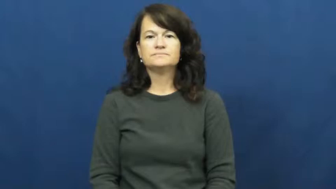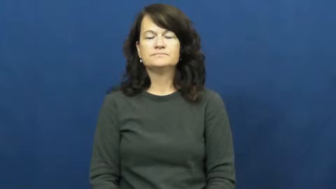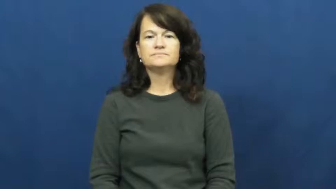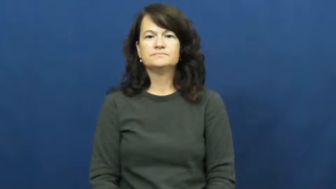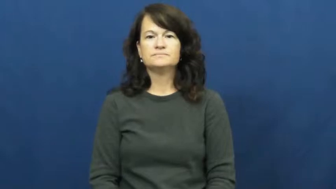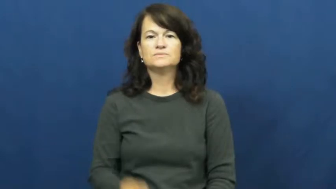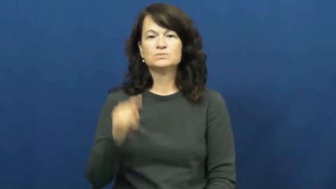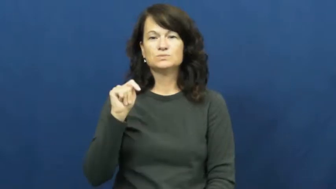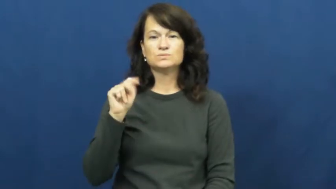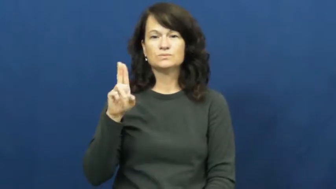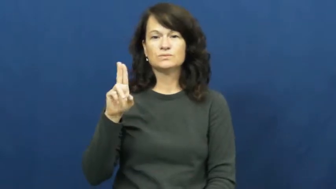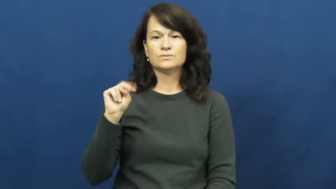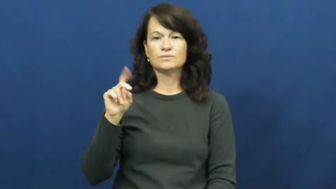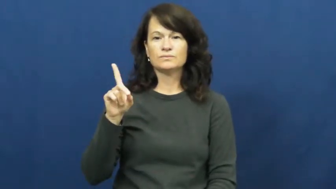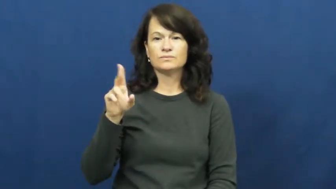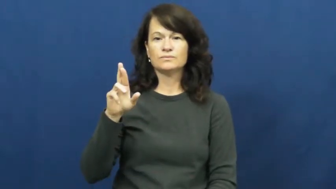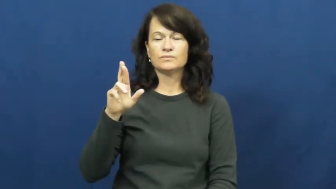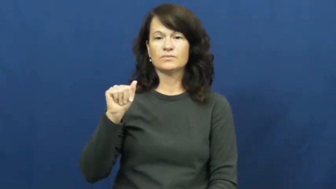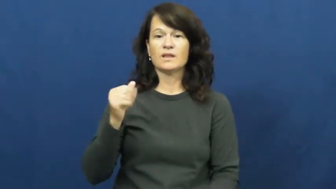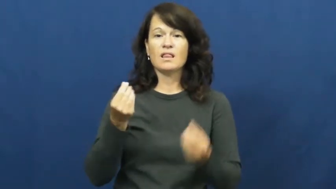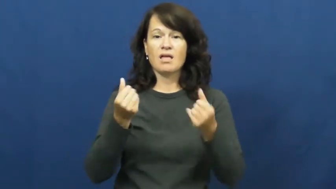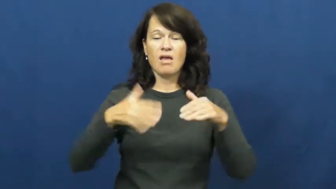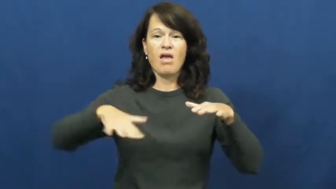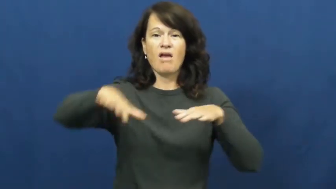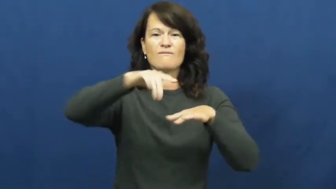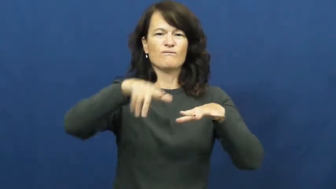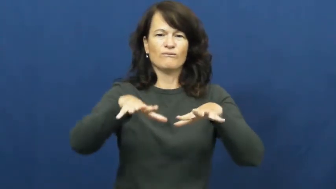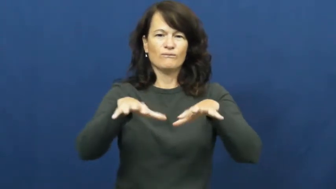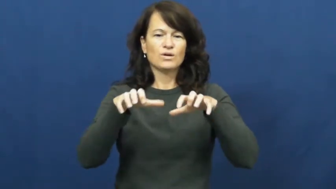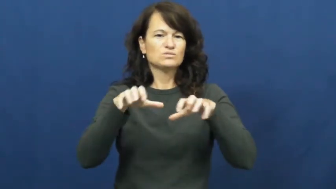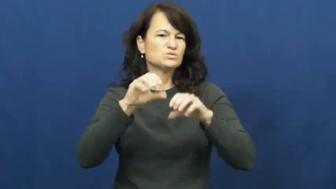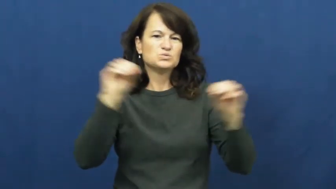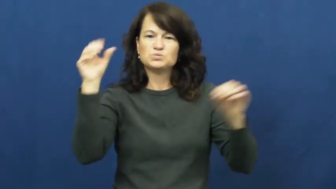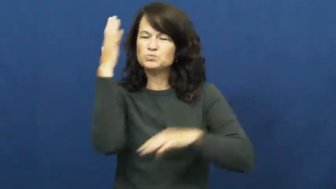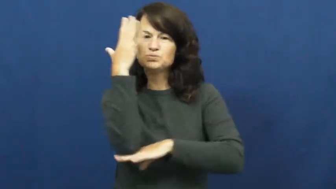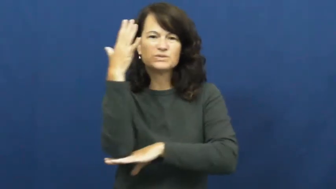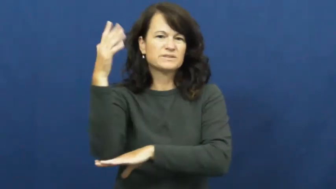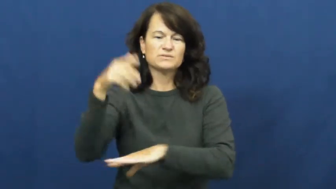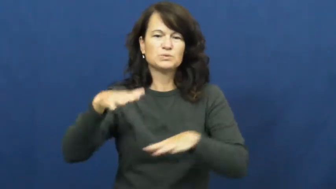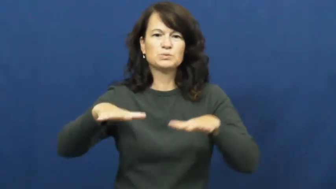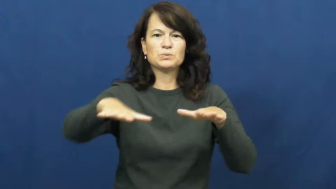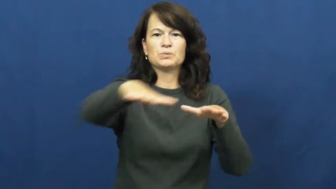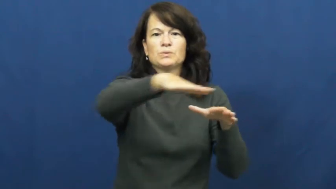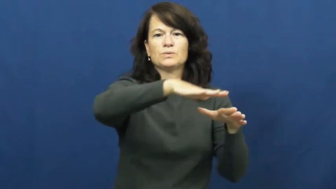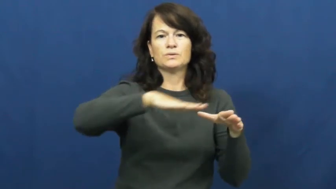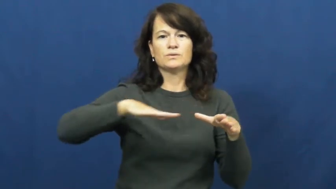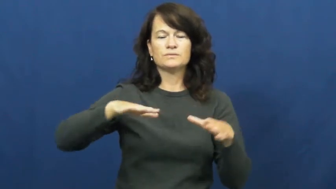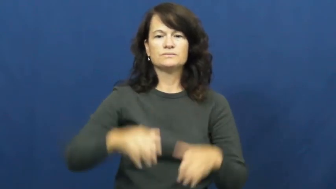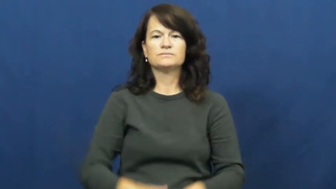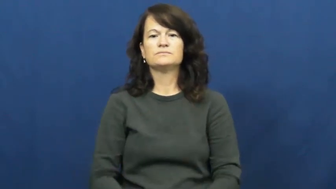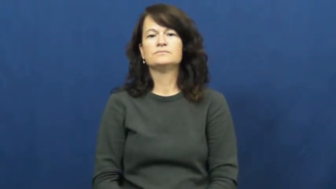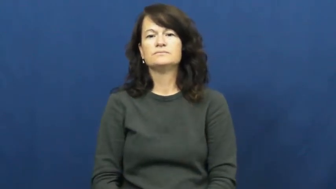tundra